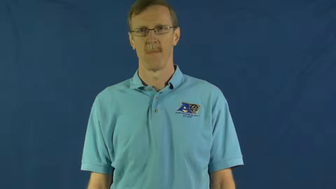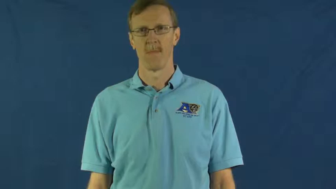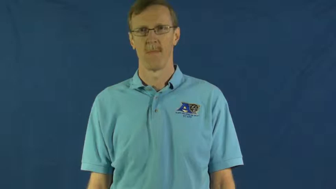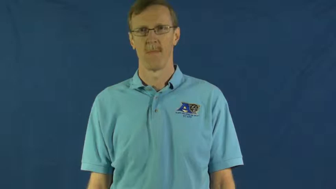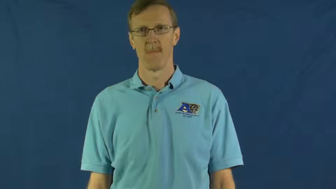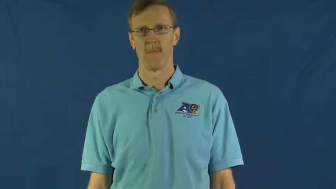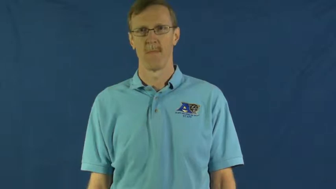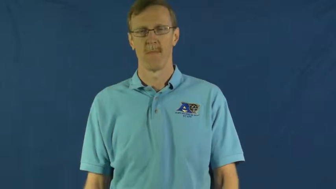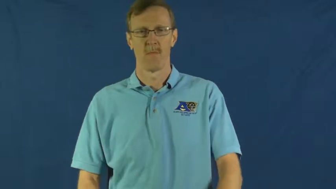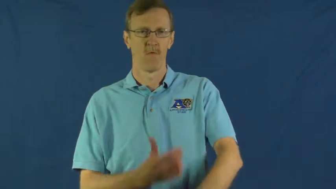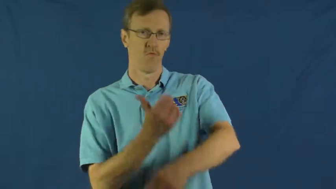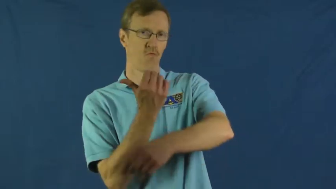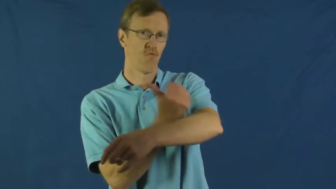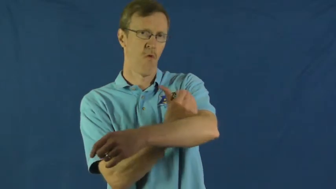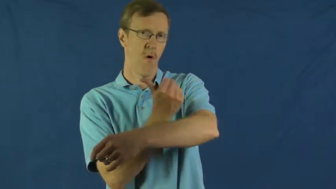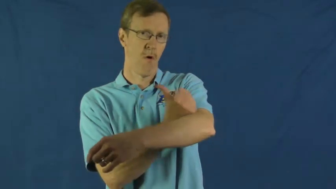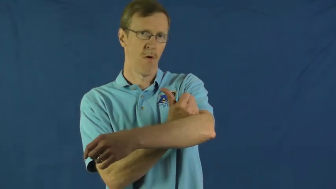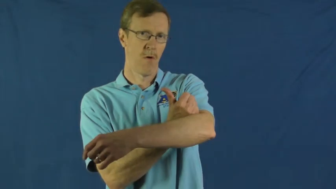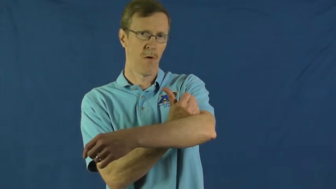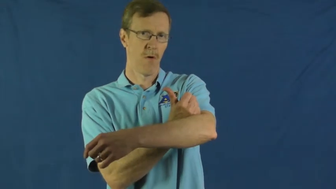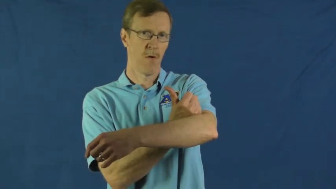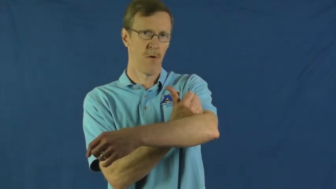drug,narcotic,dope